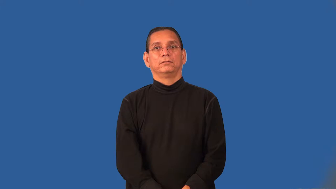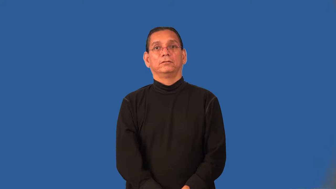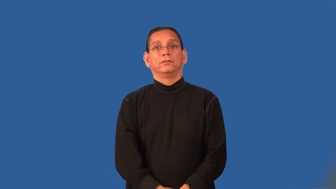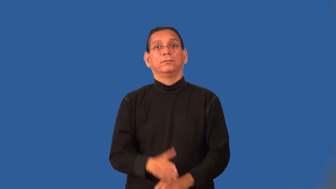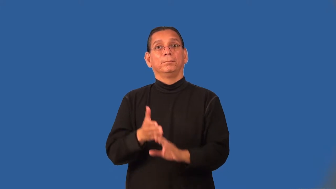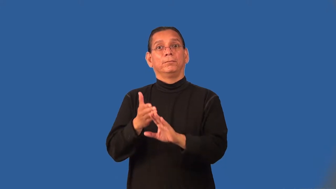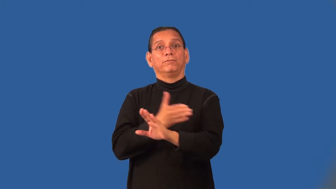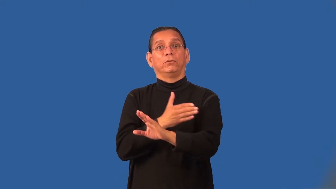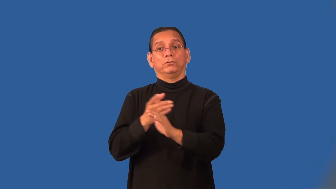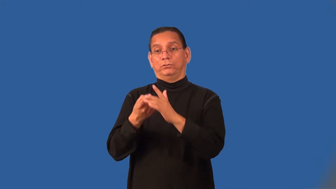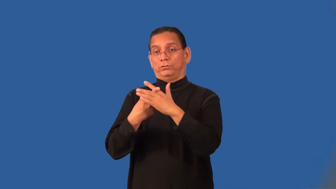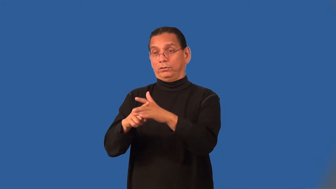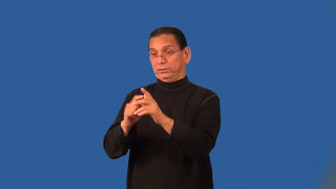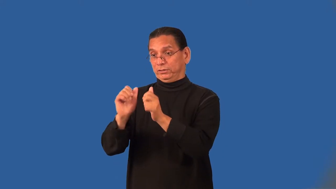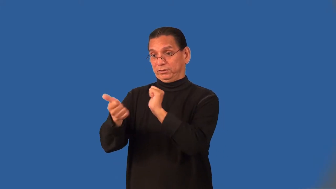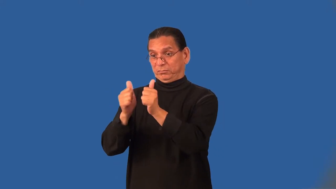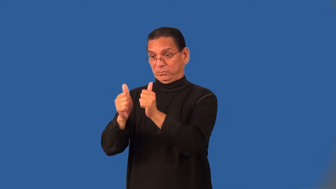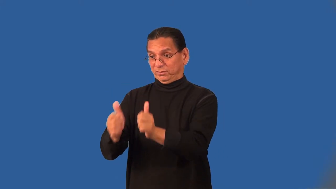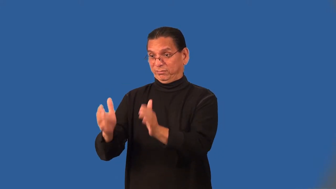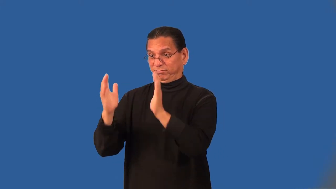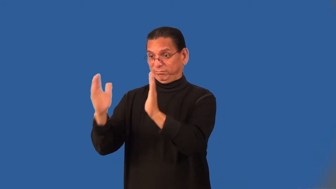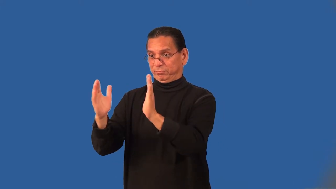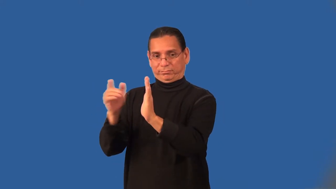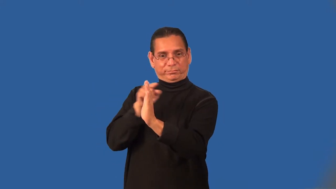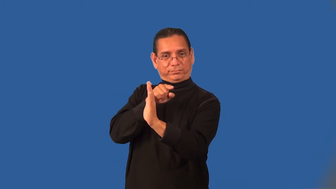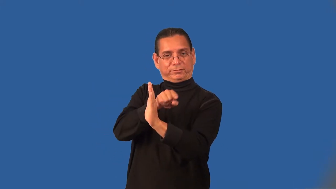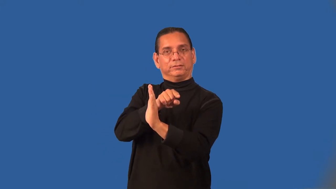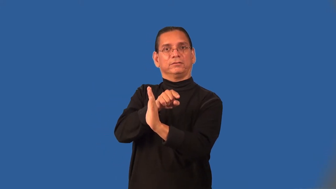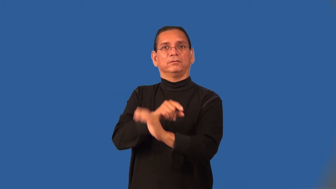preseason